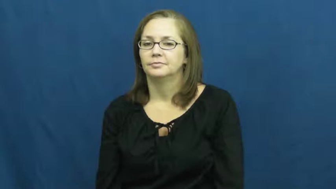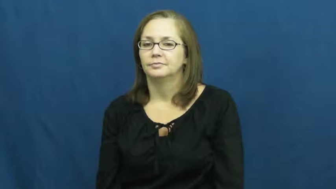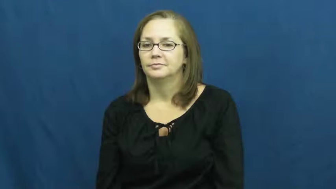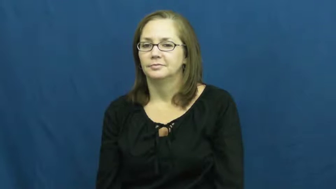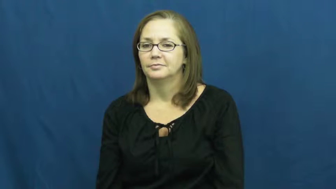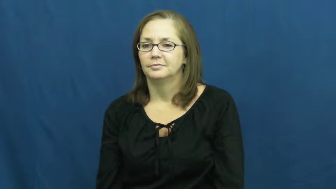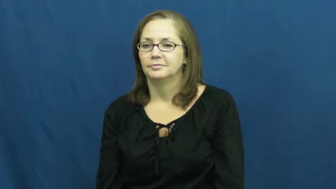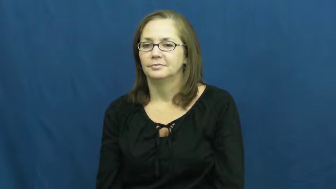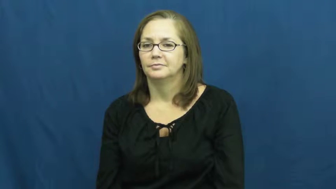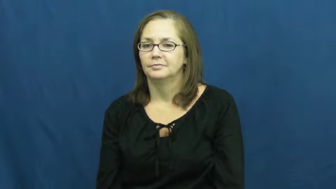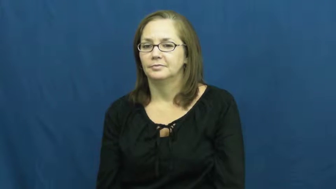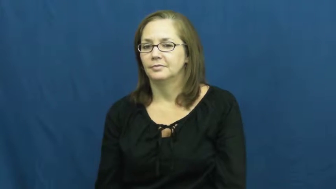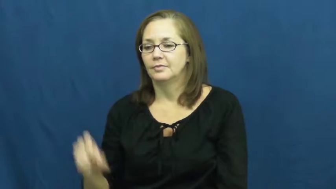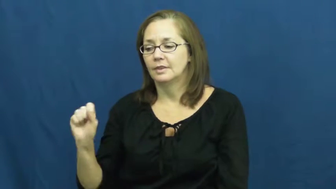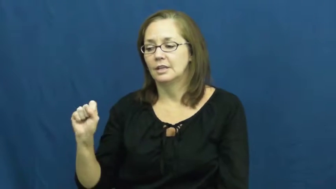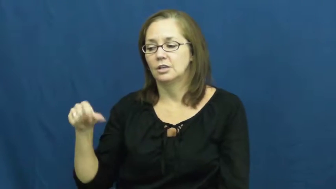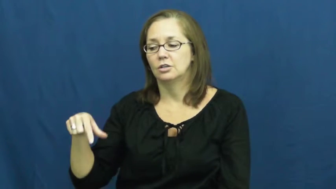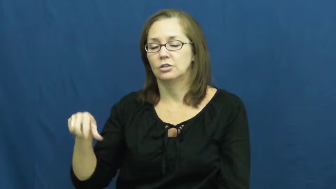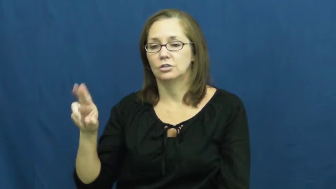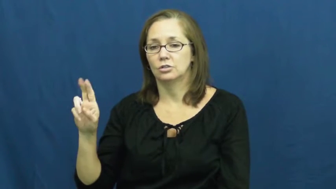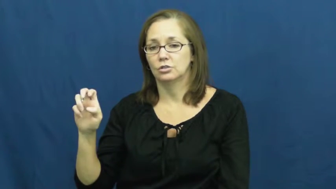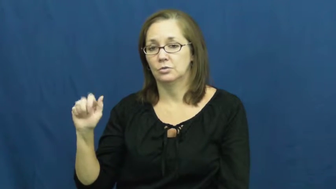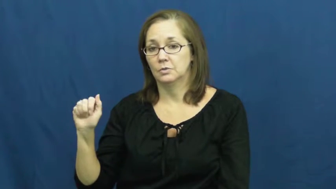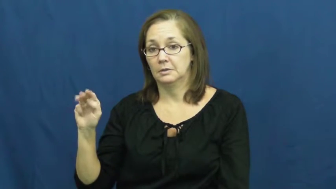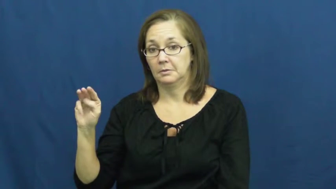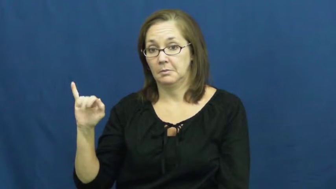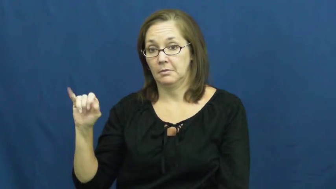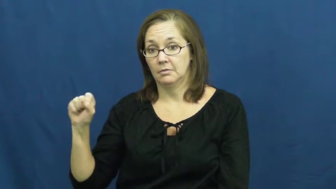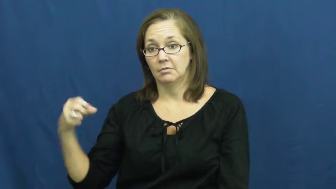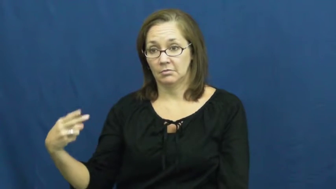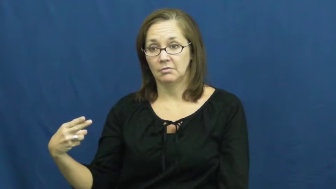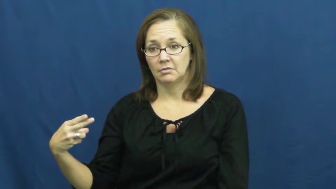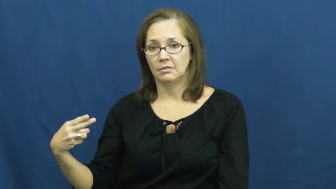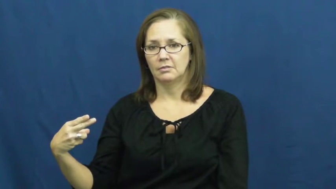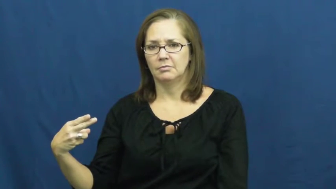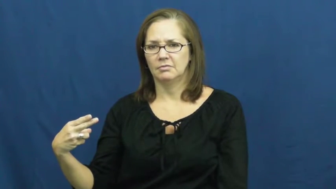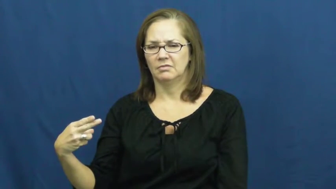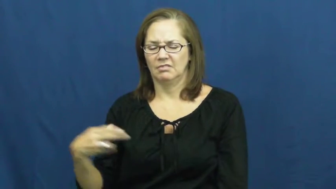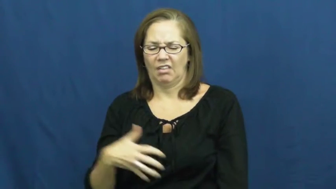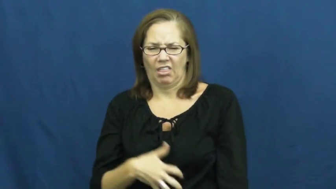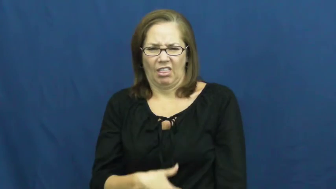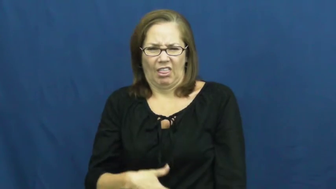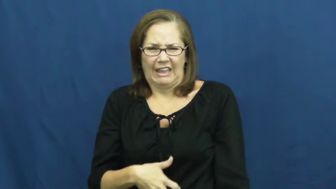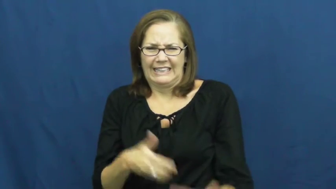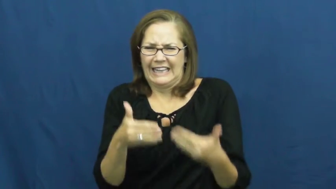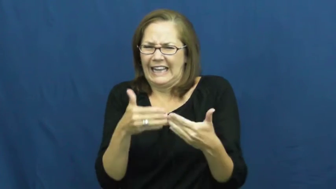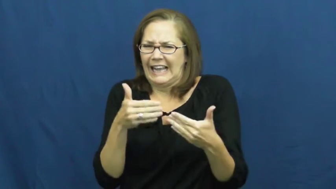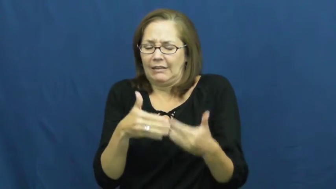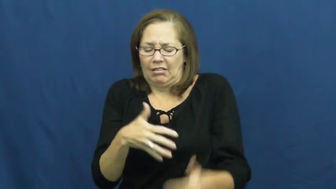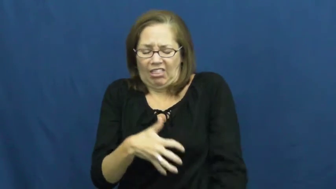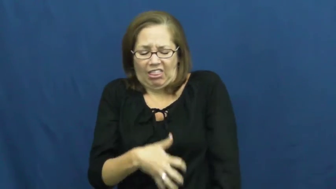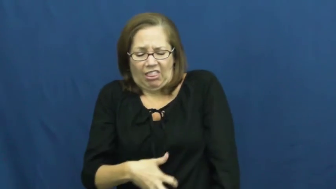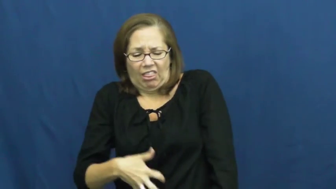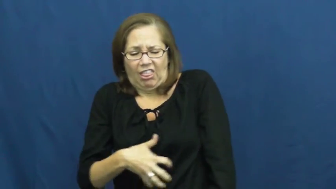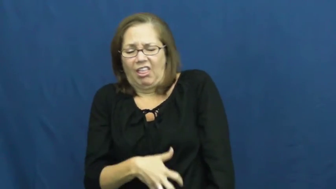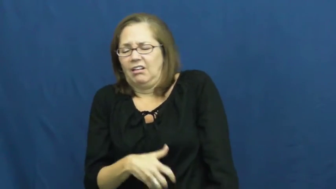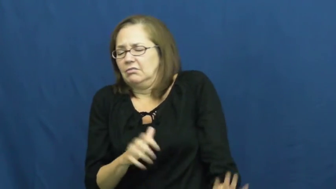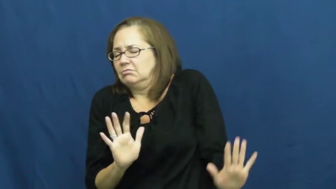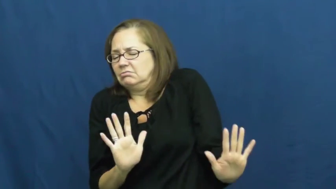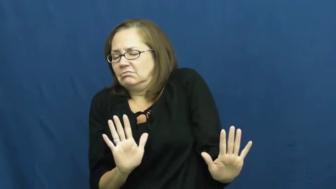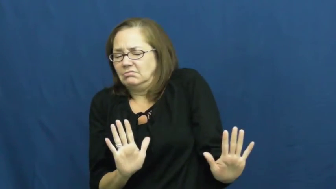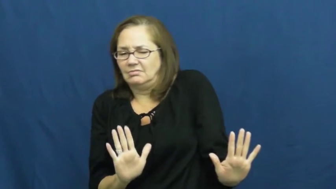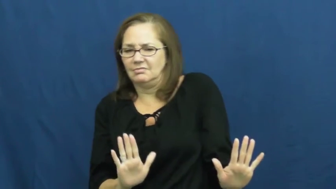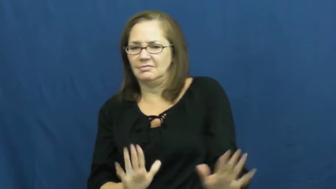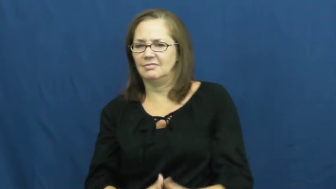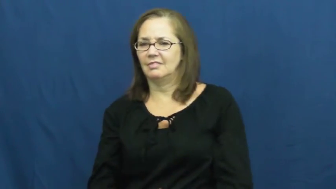squeamish